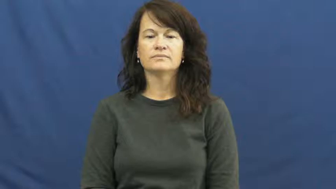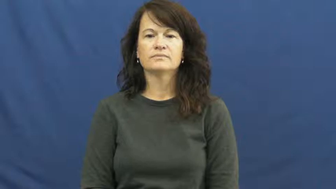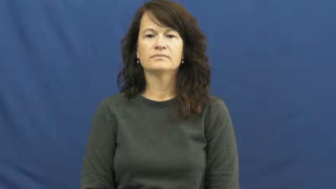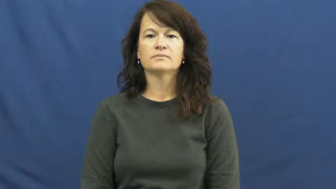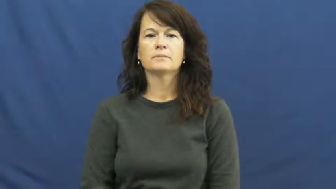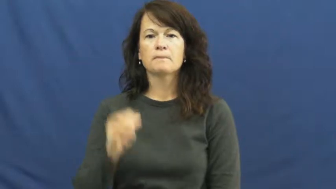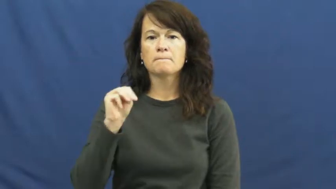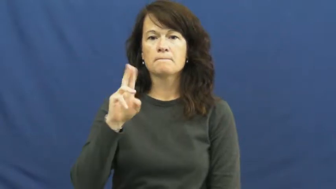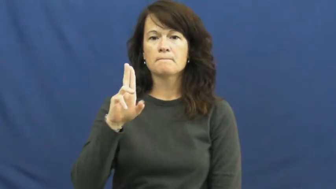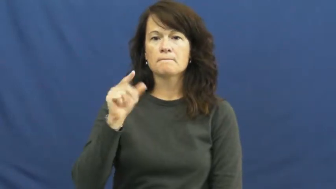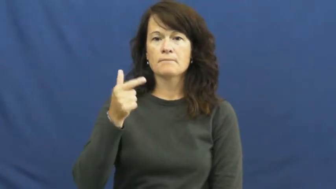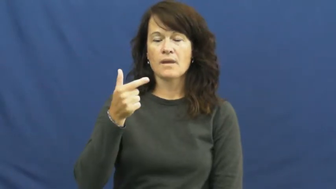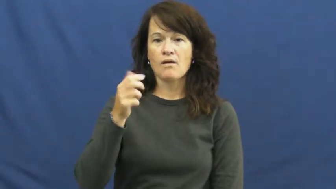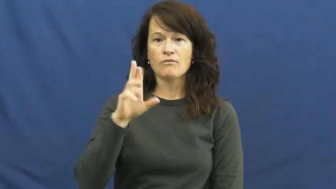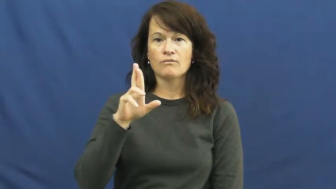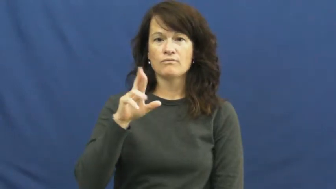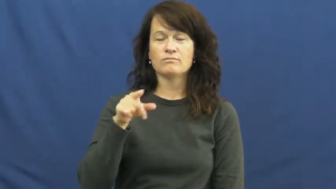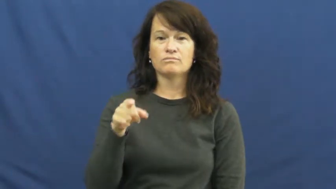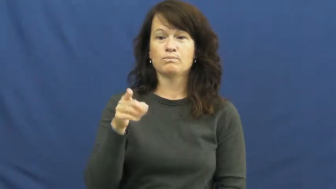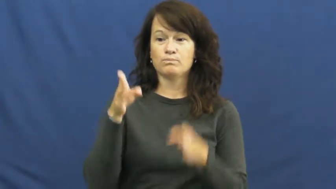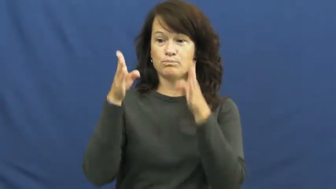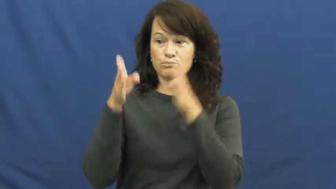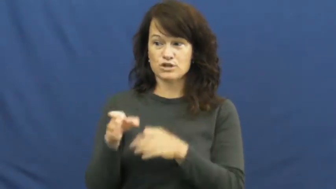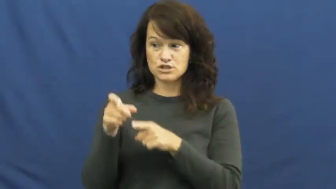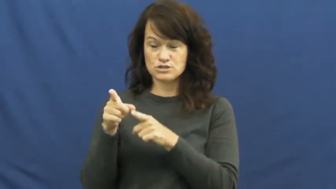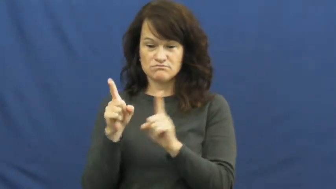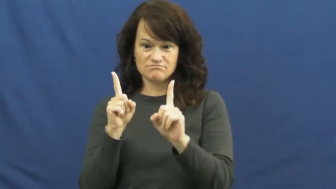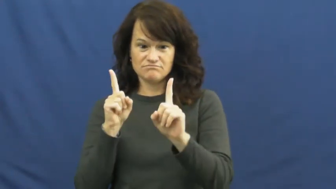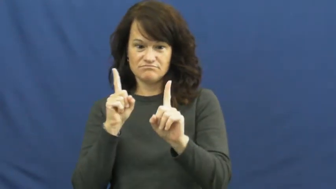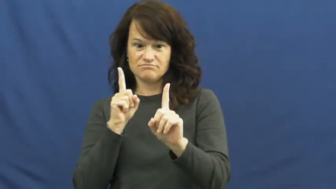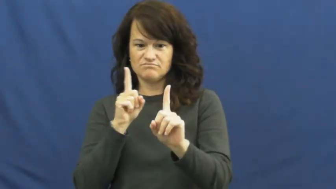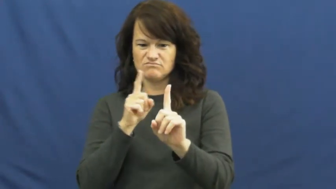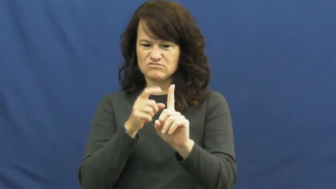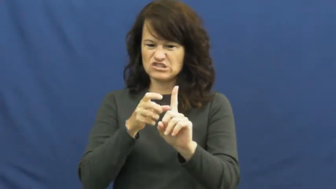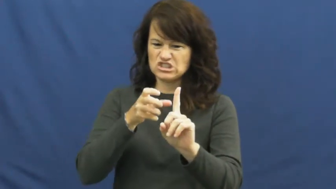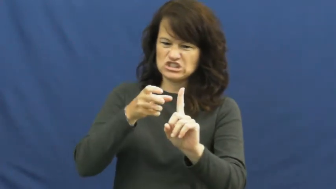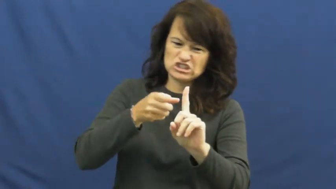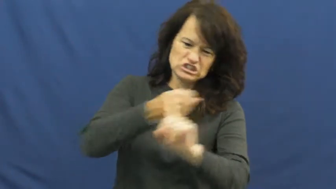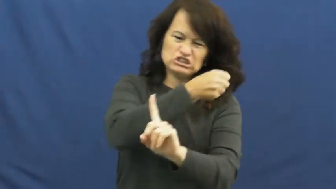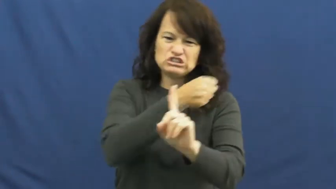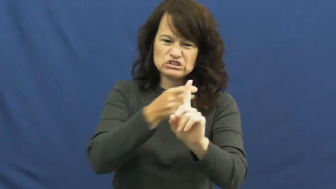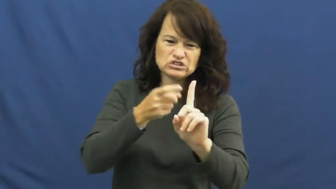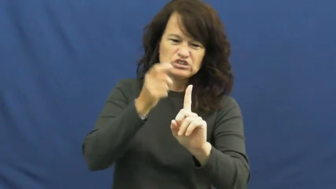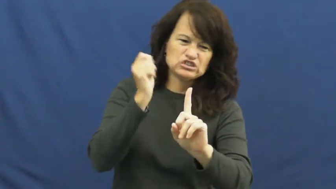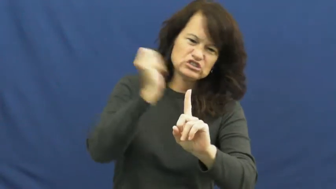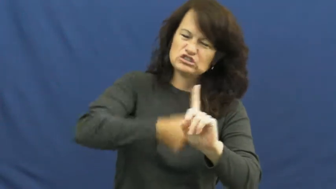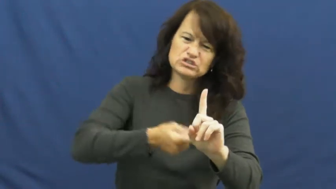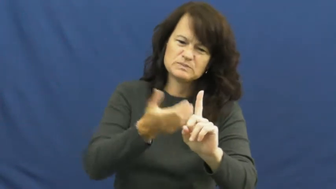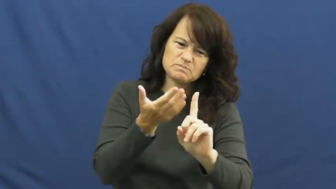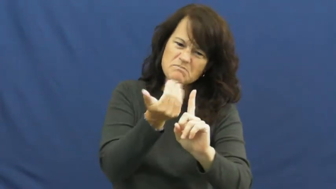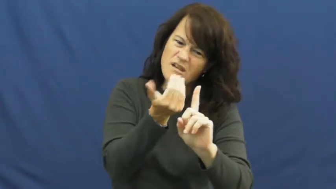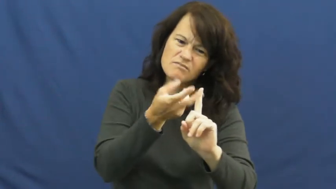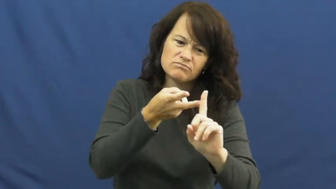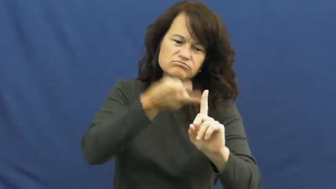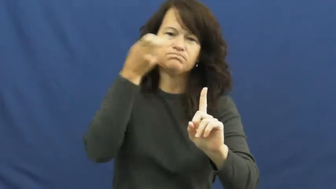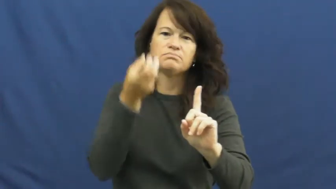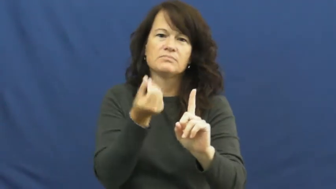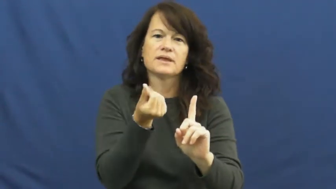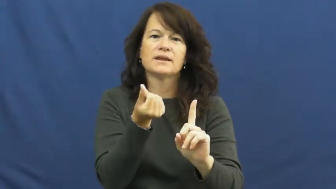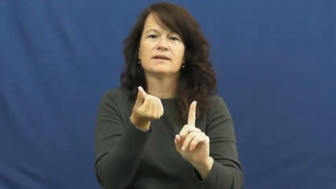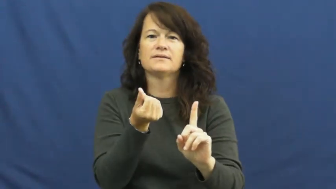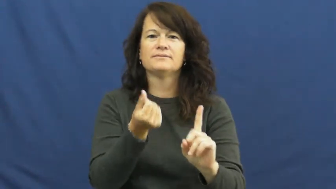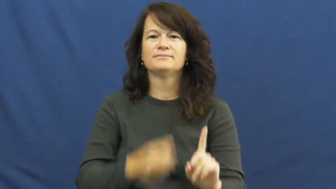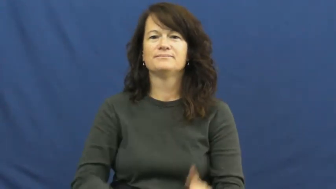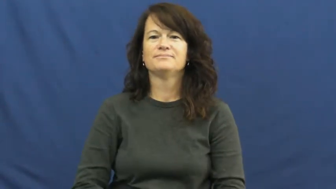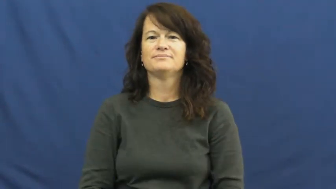mugger